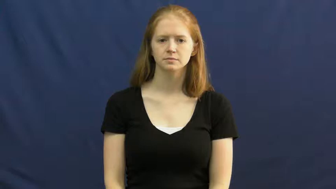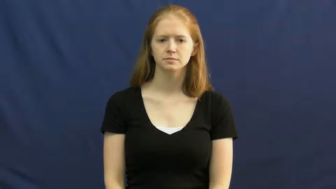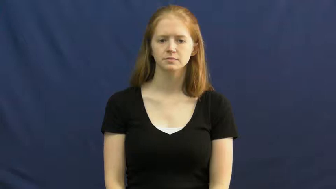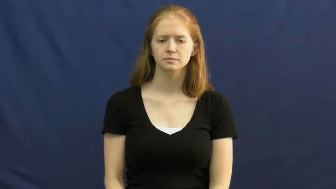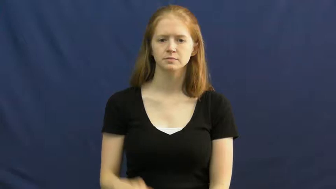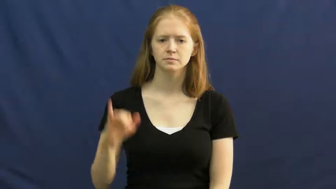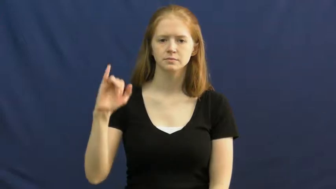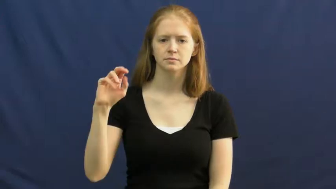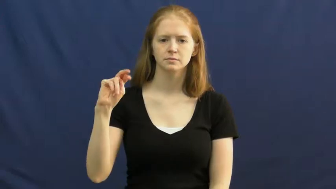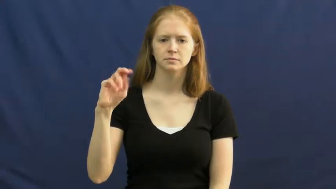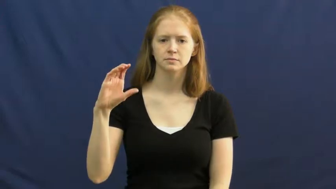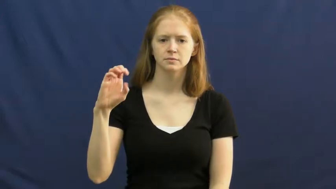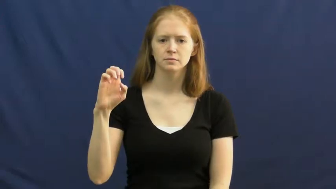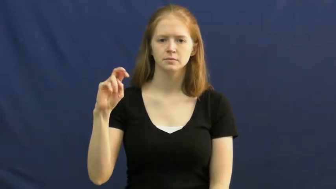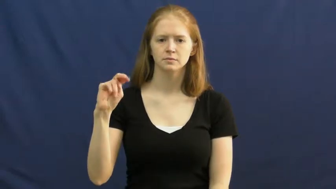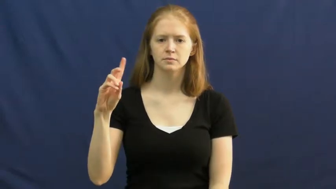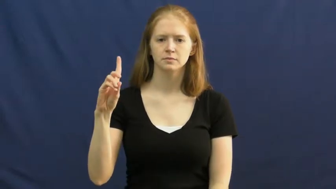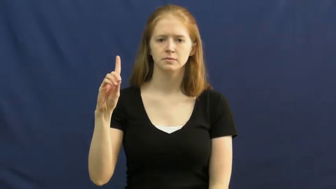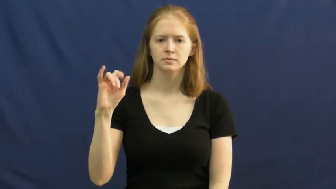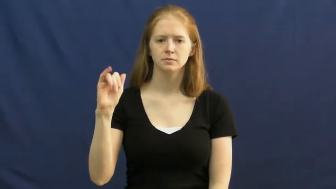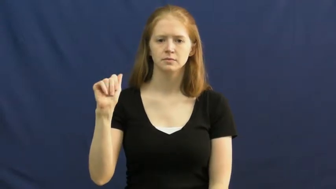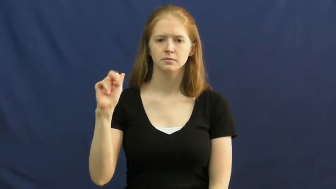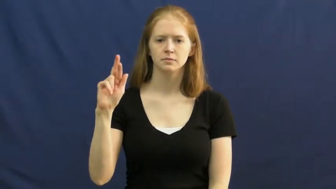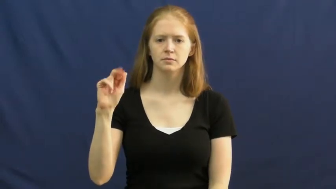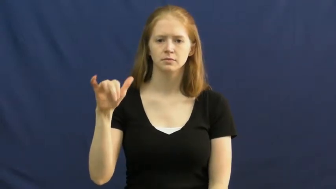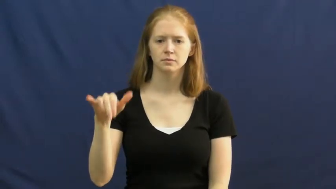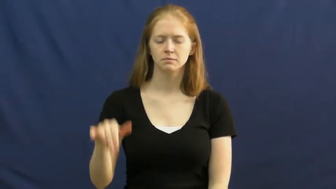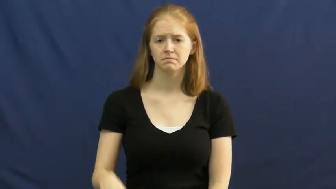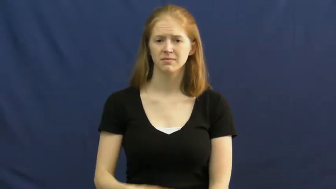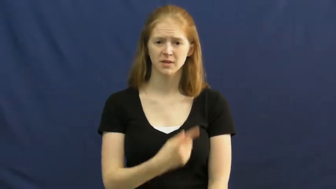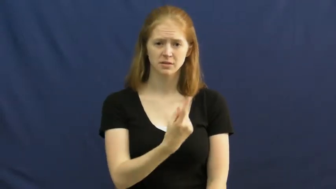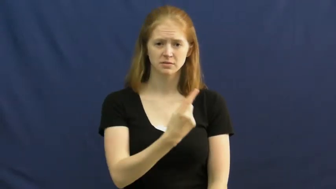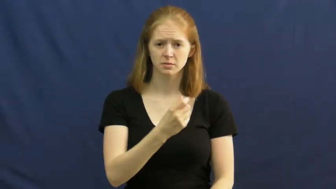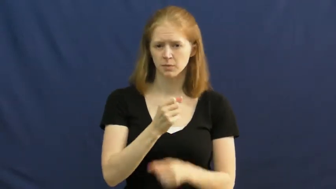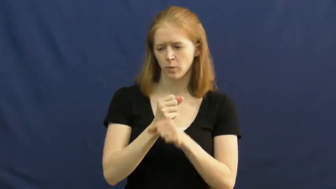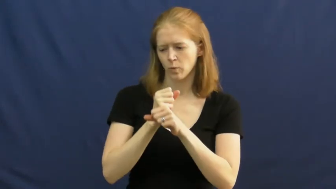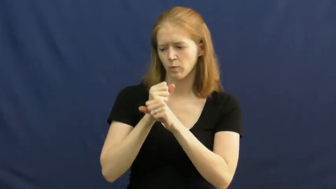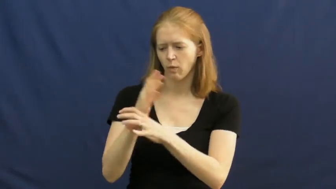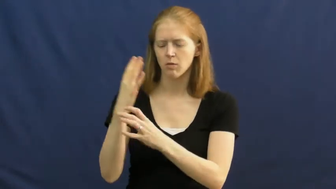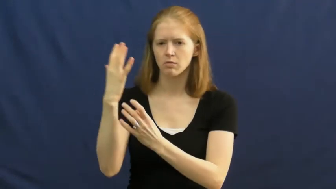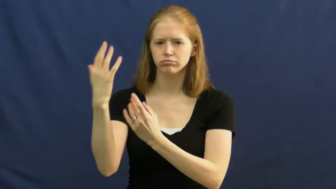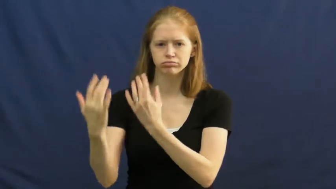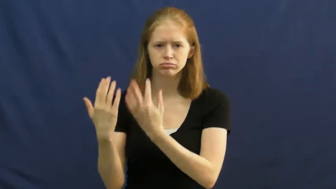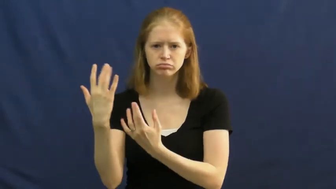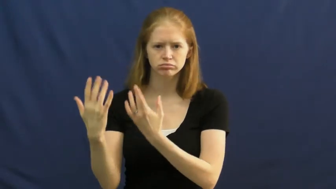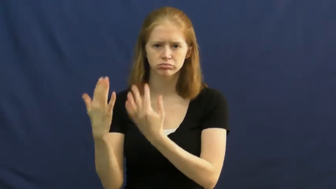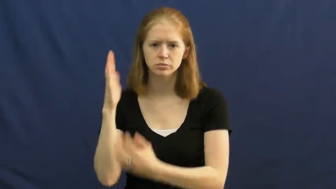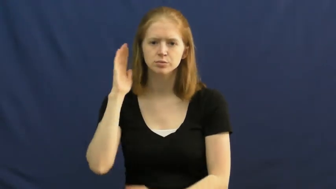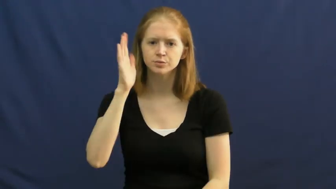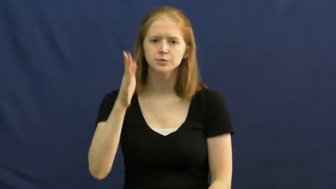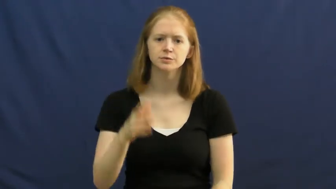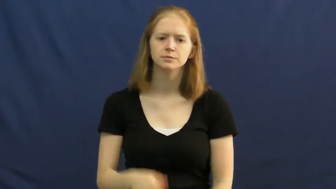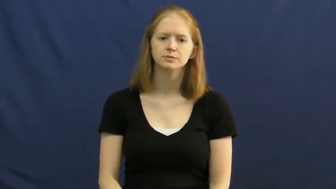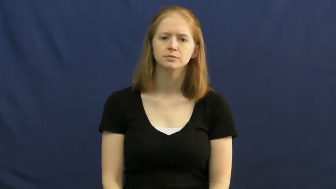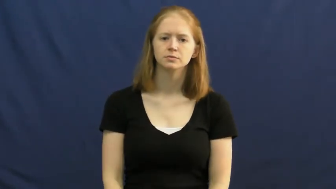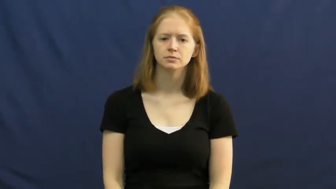incendiary